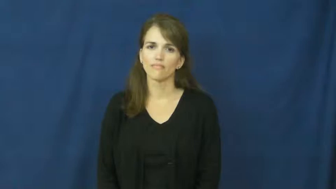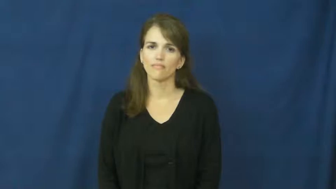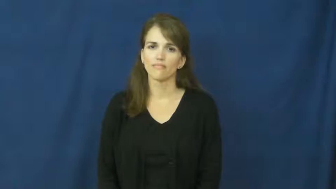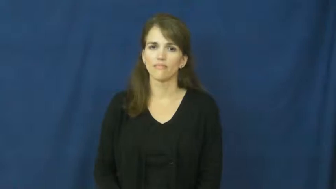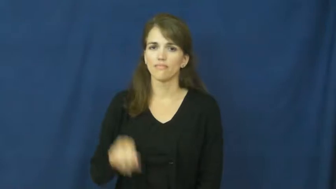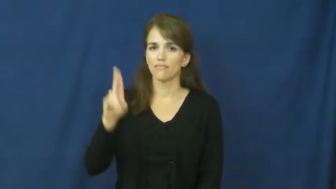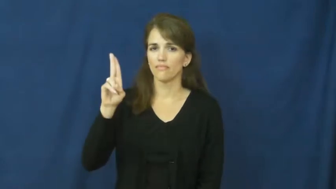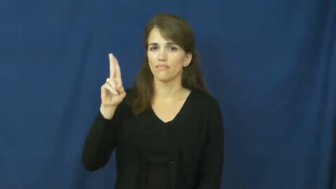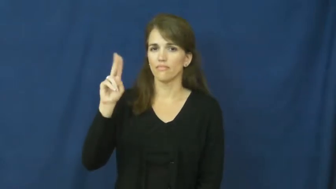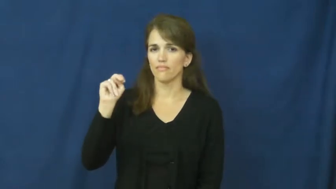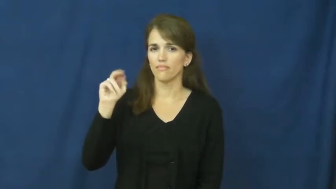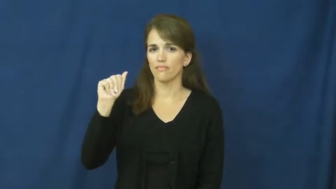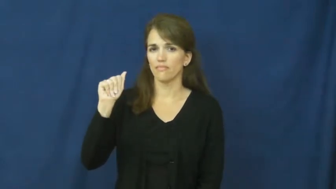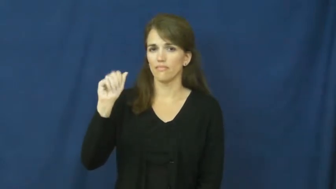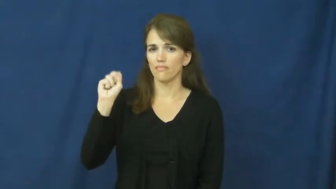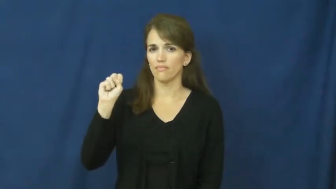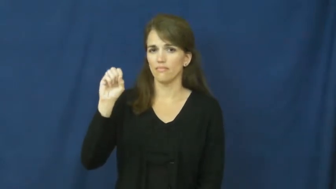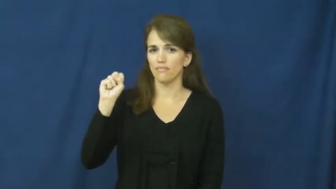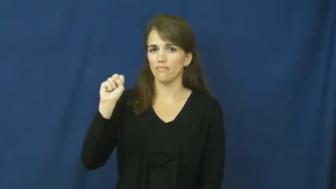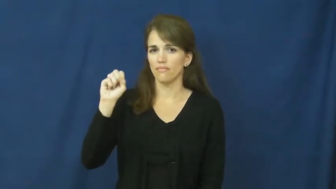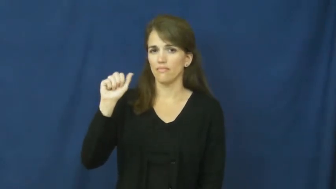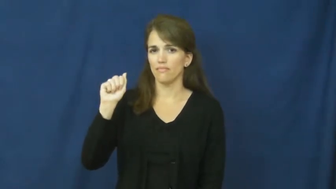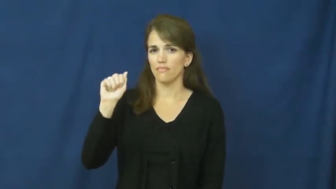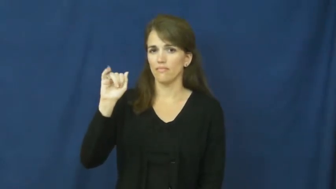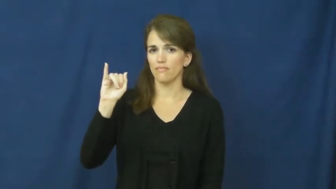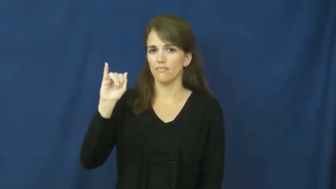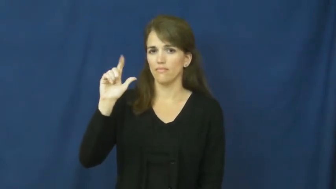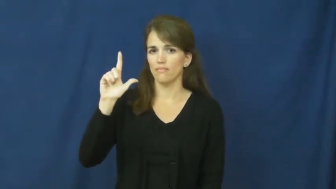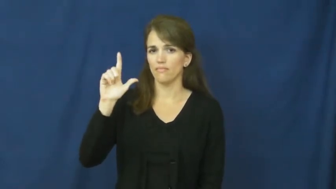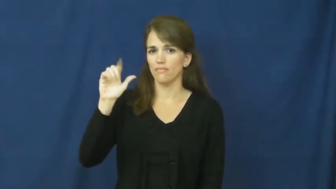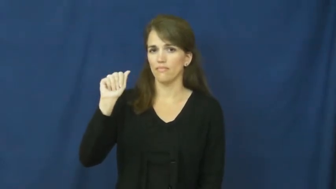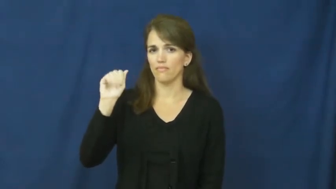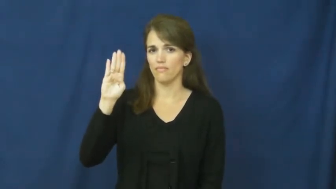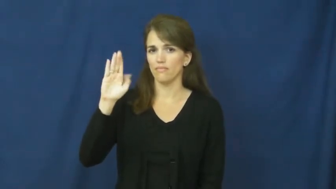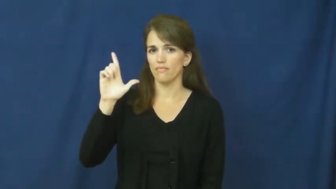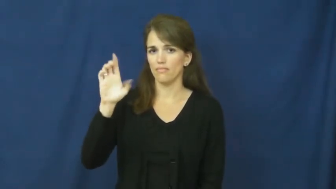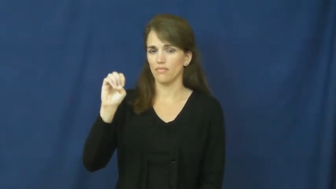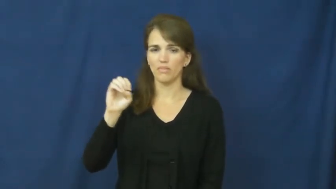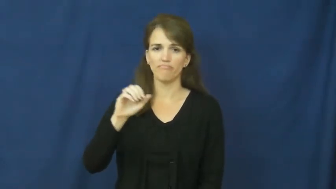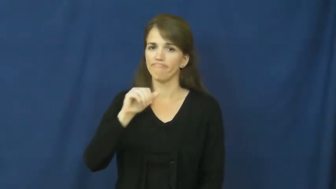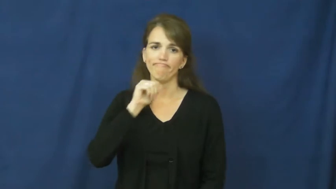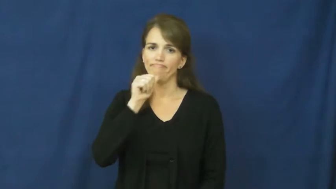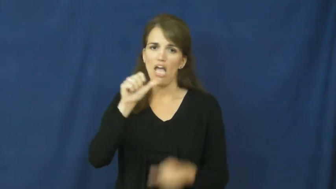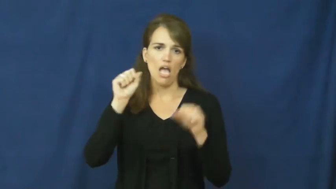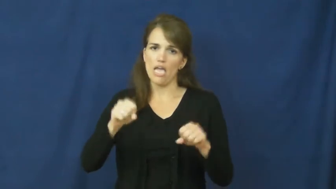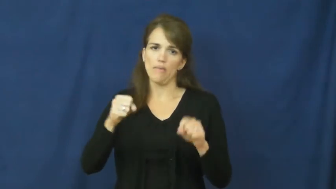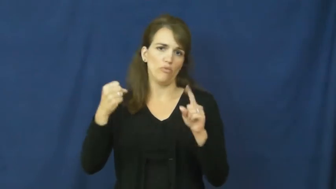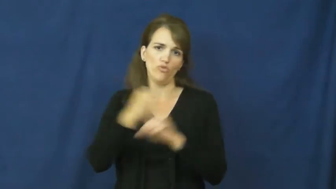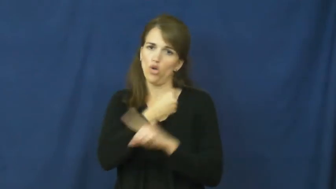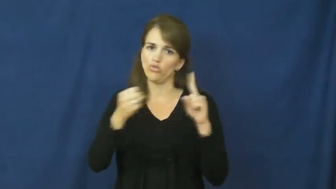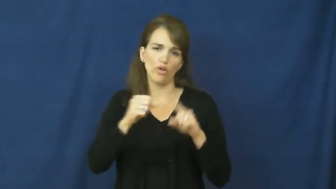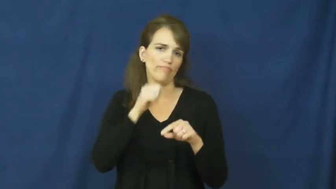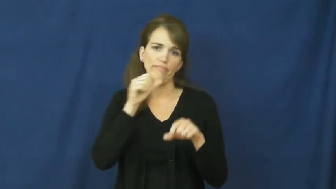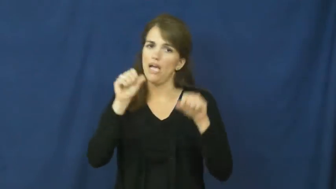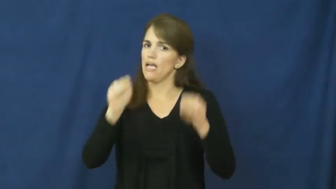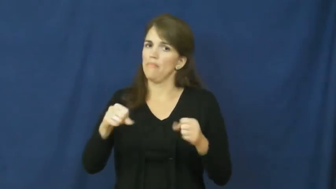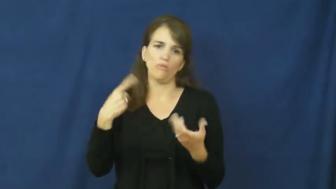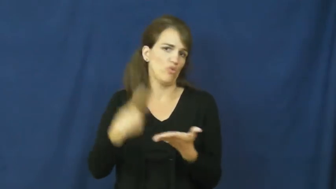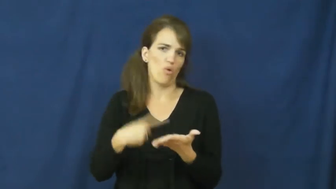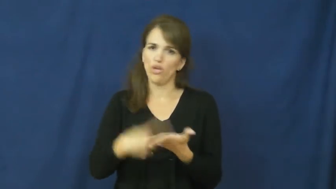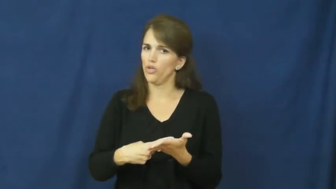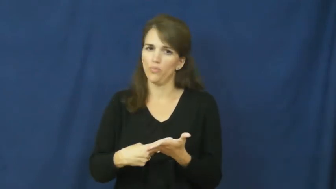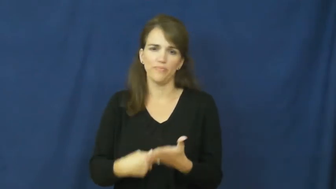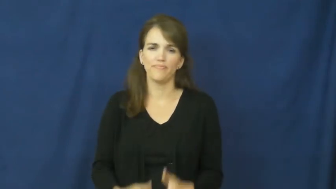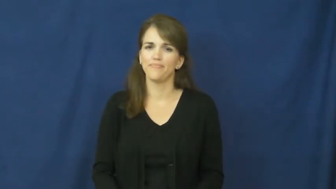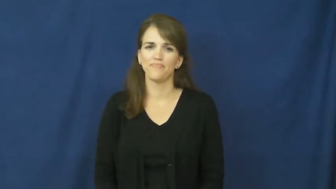unassailable